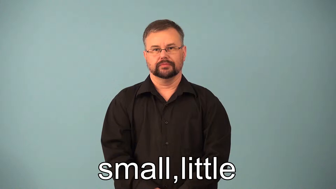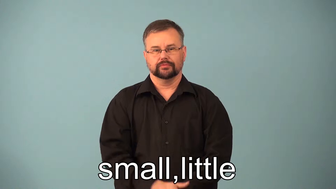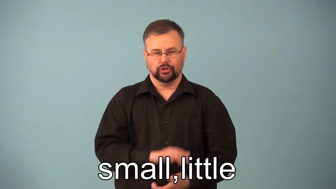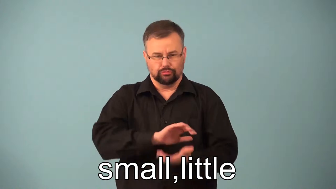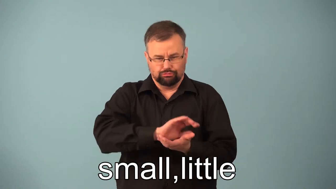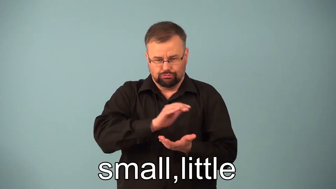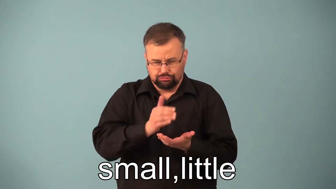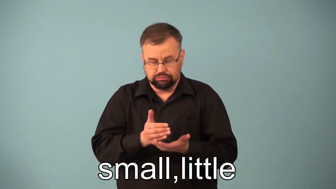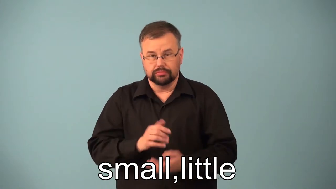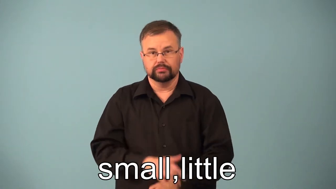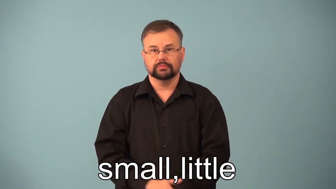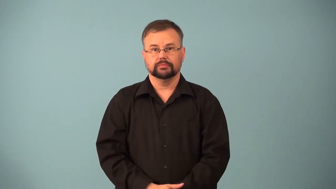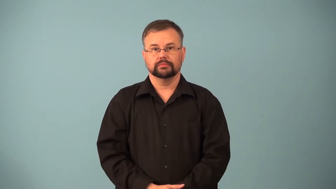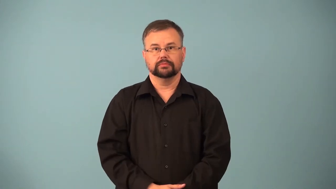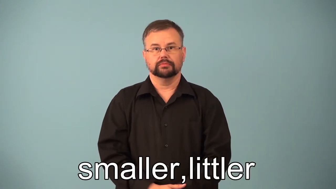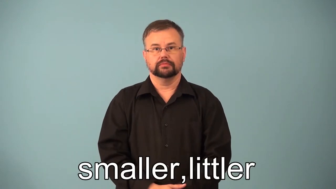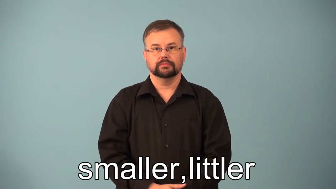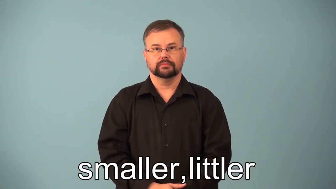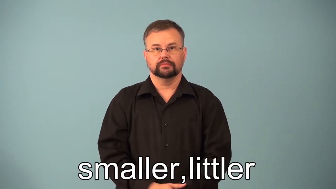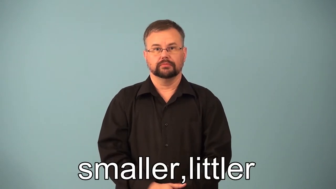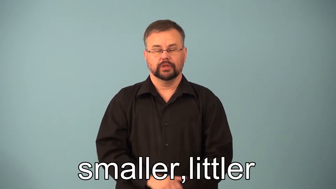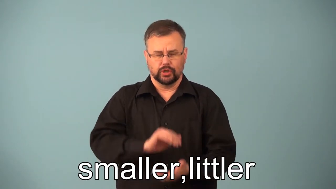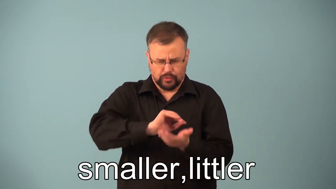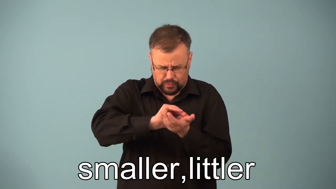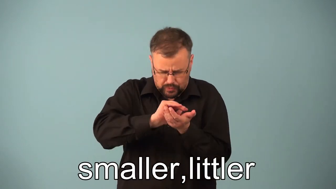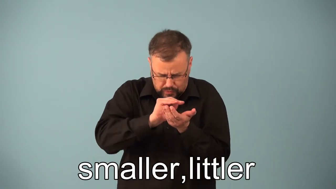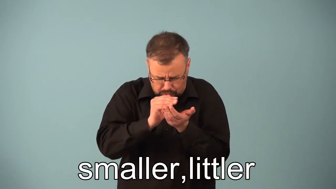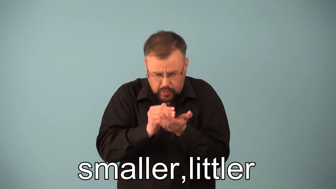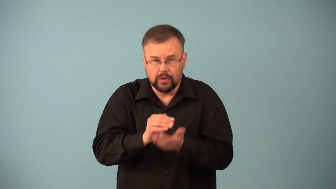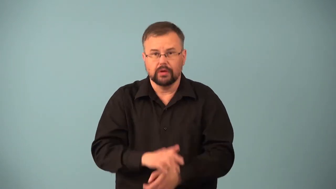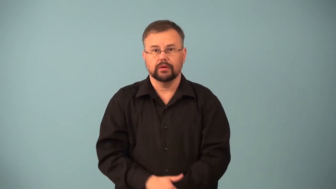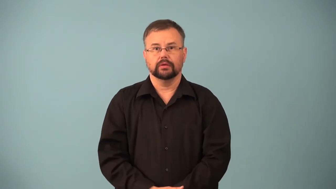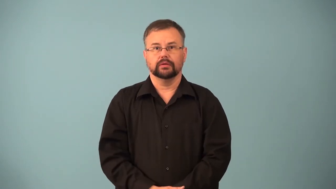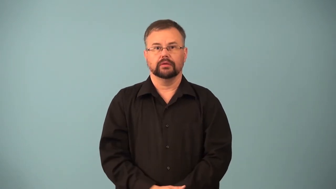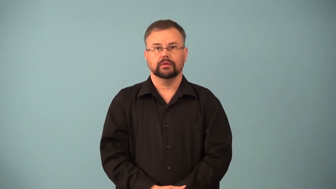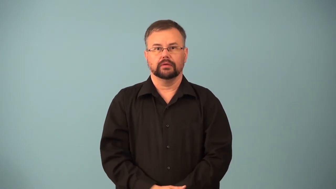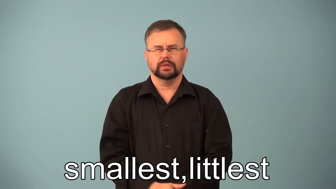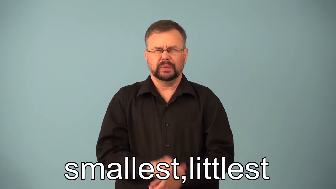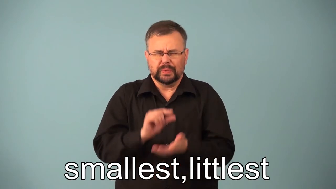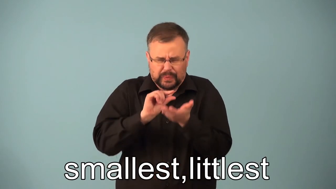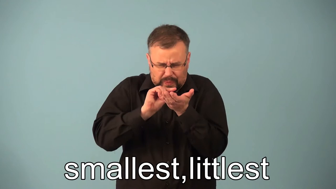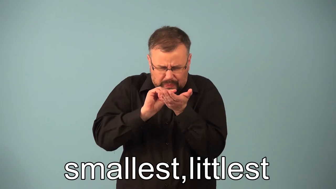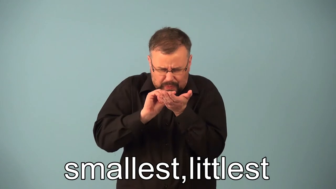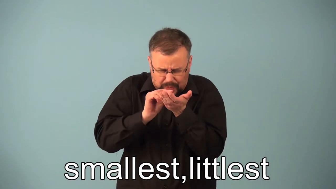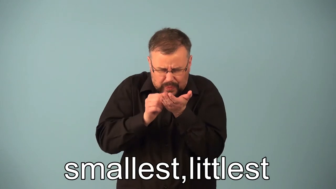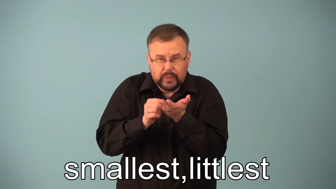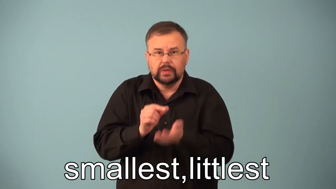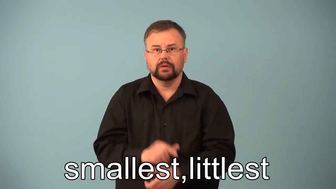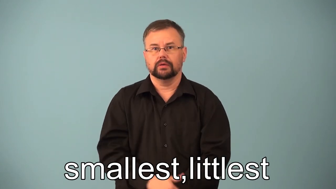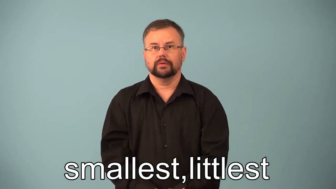smaller,smallest,littler,littlest-amount